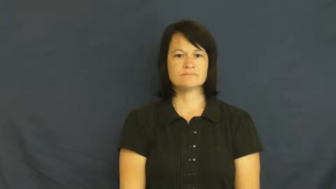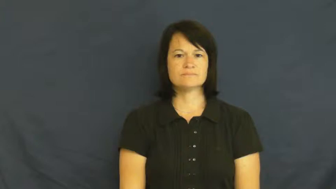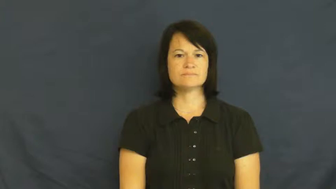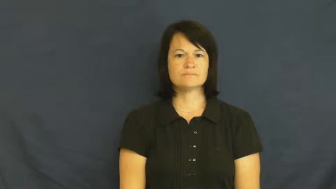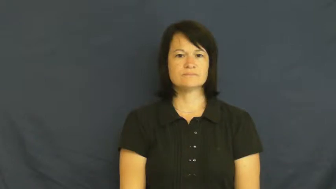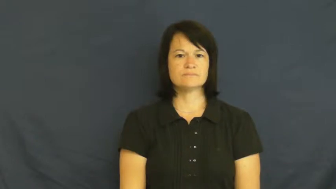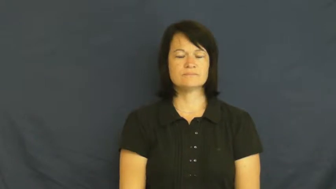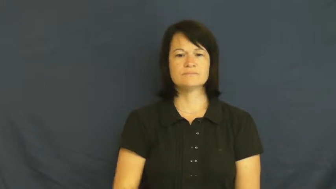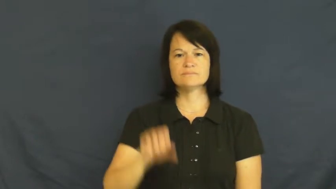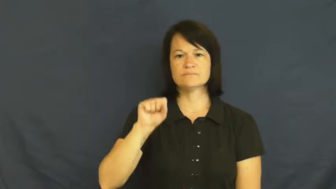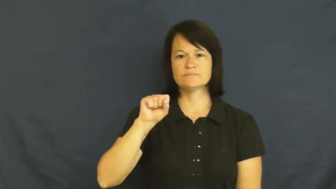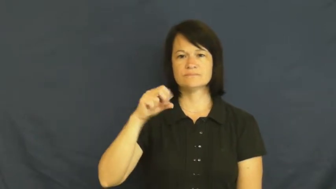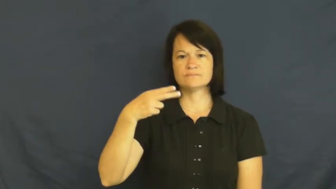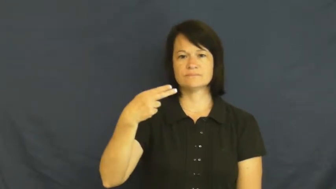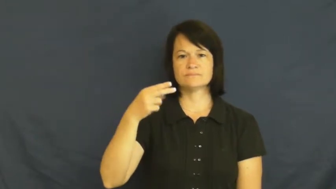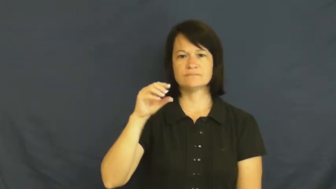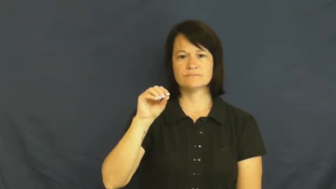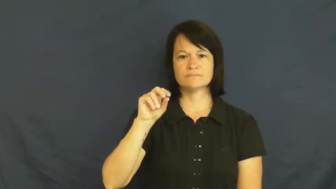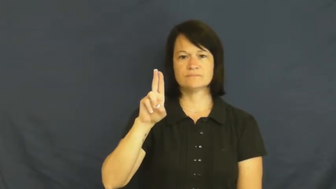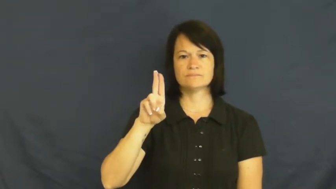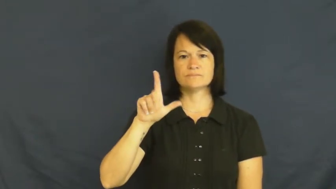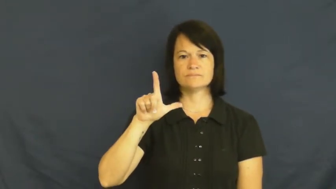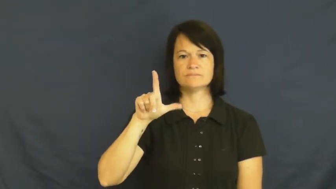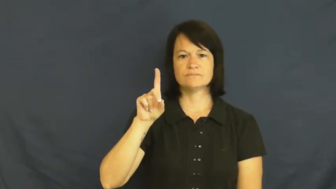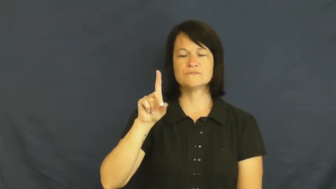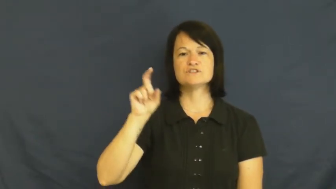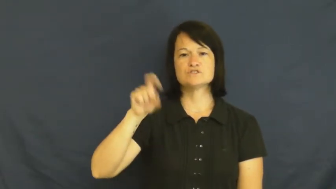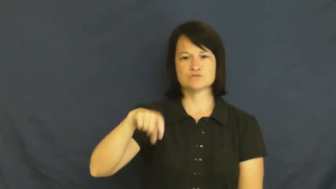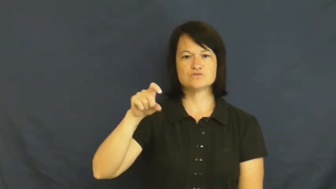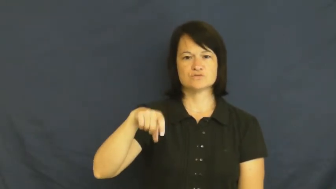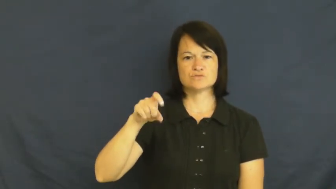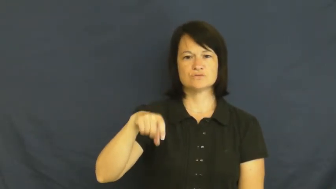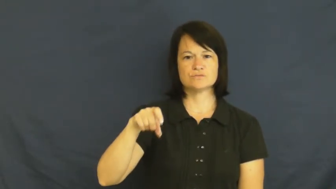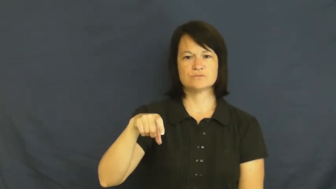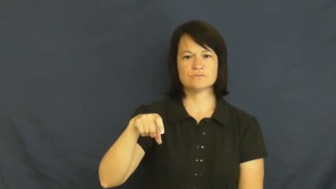should